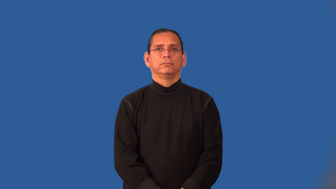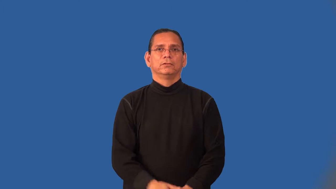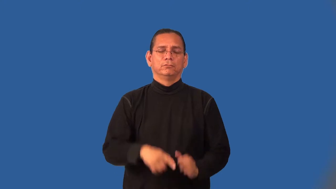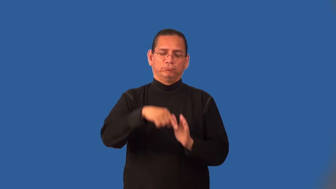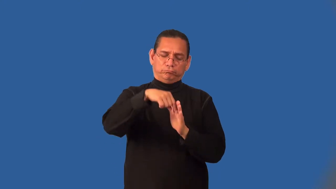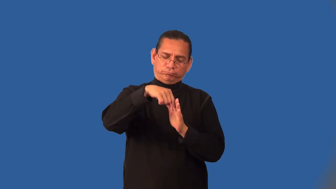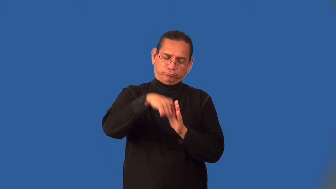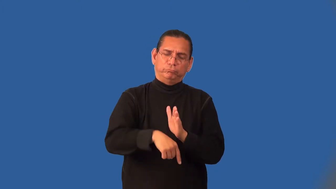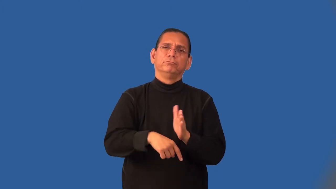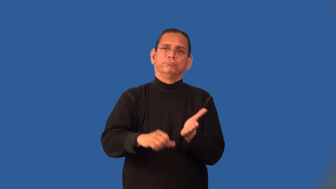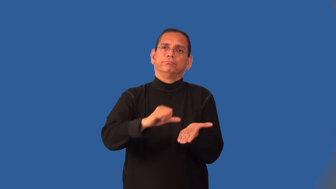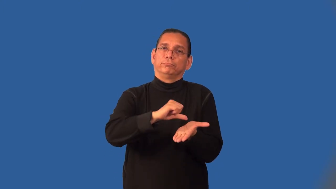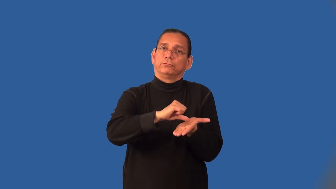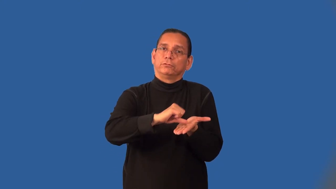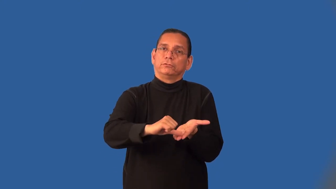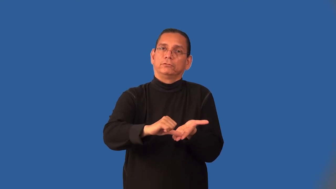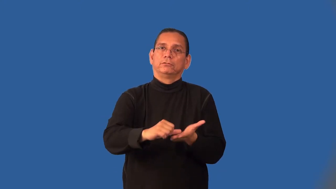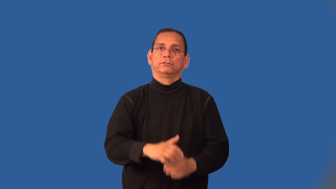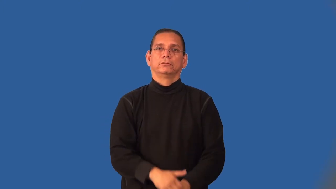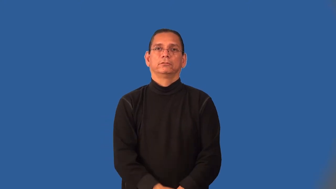invasive-medical treatment